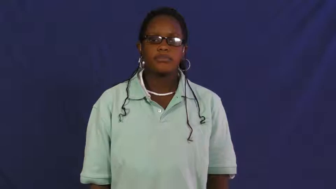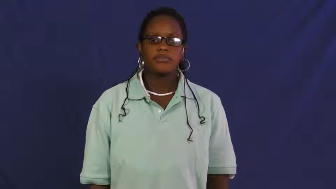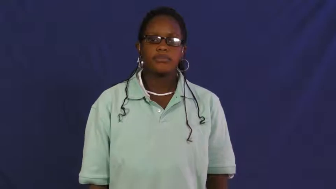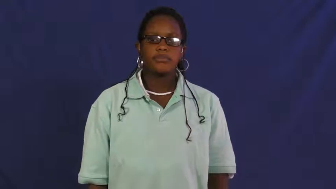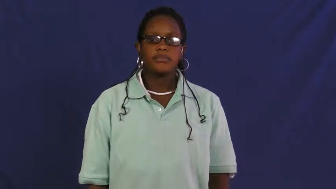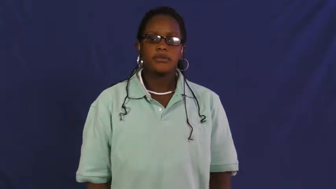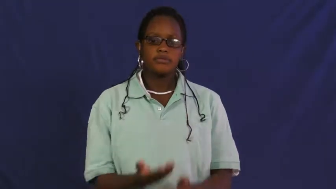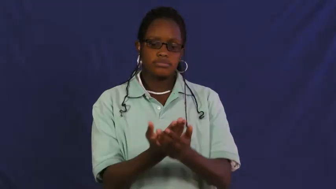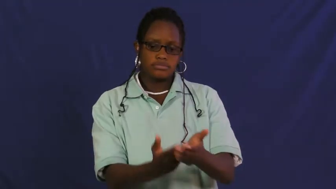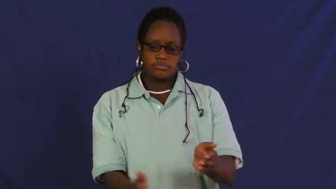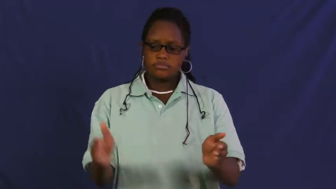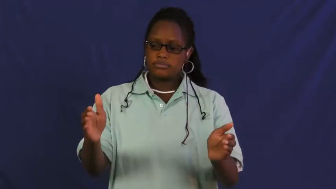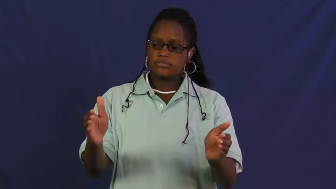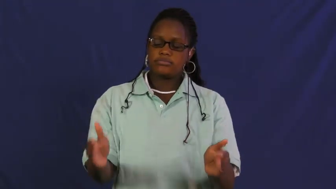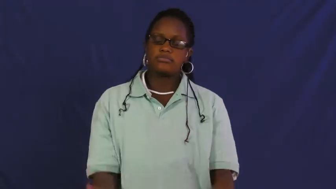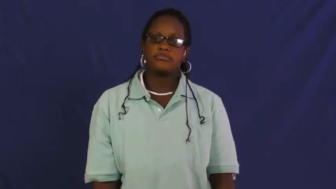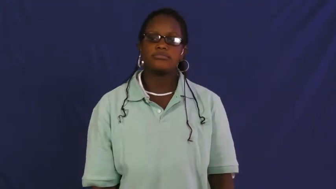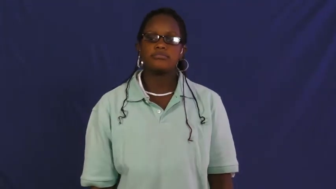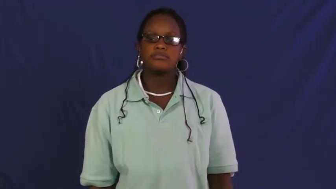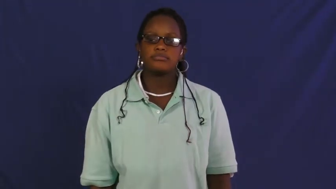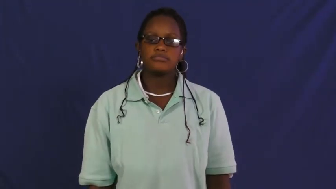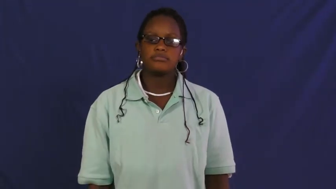pit-hole